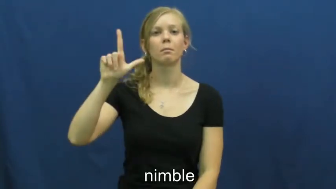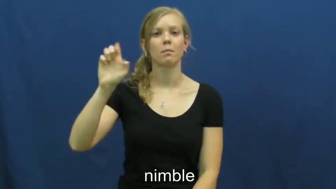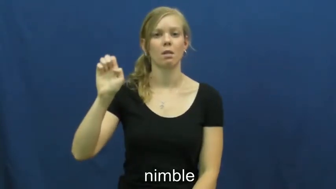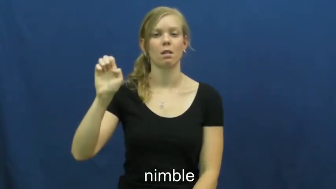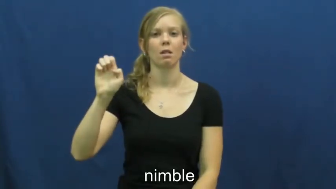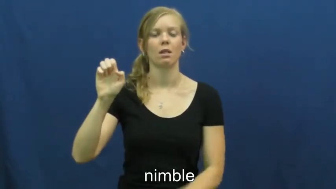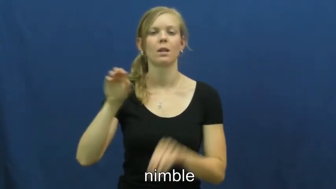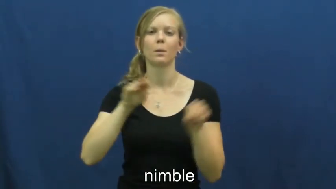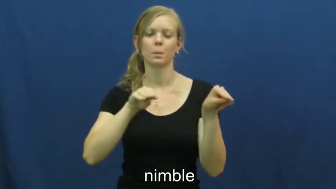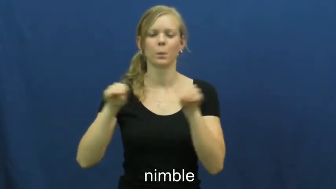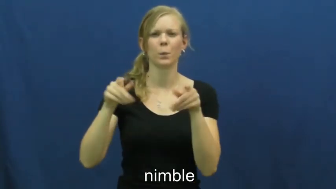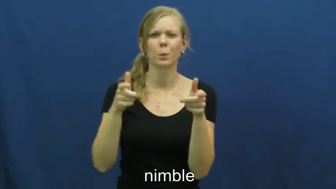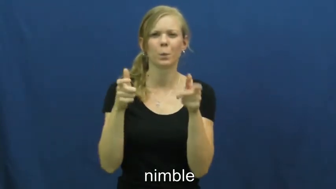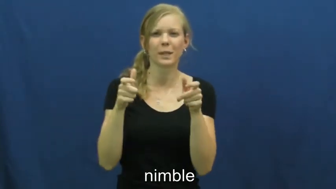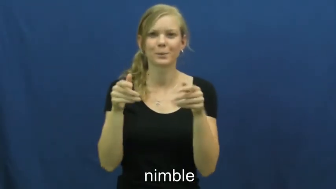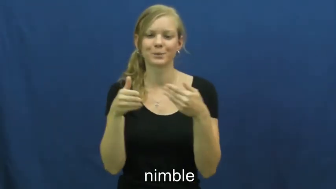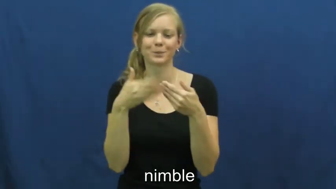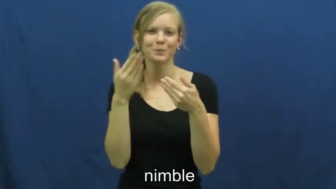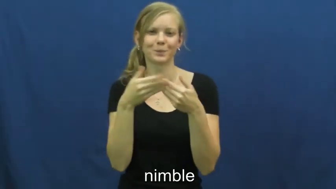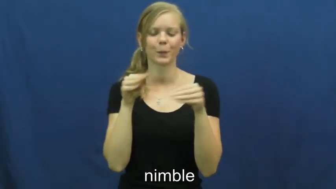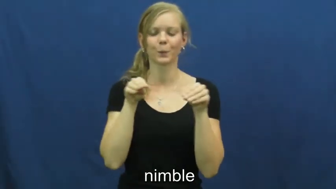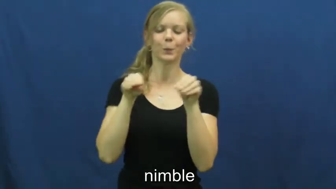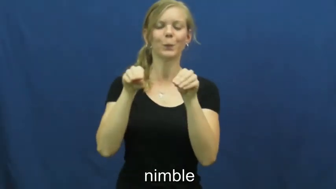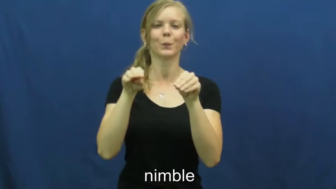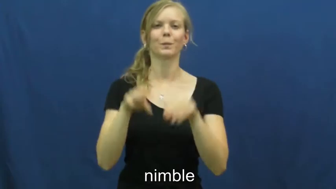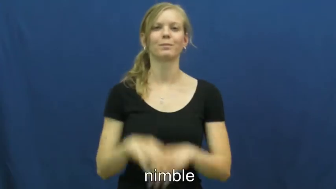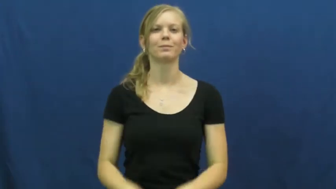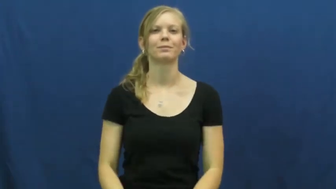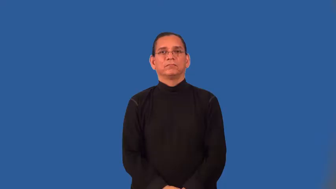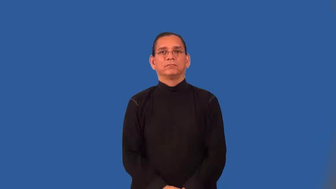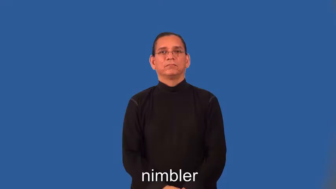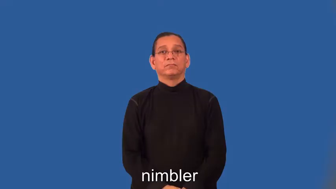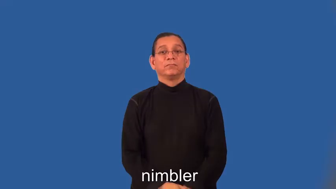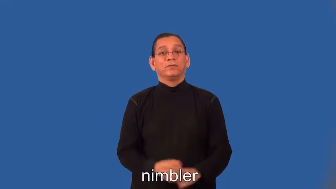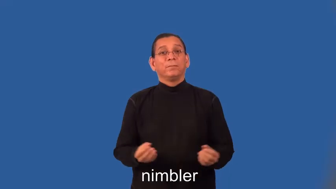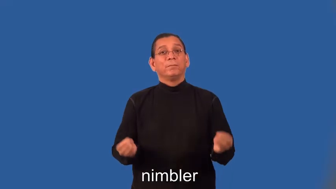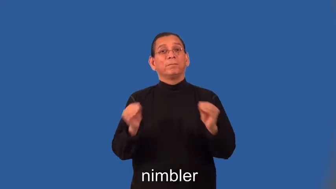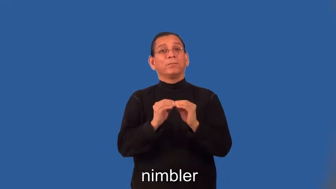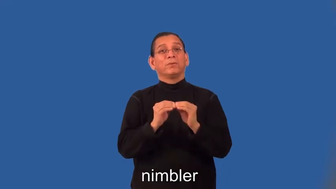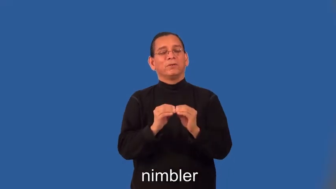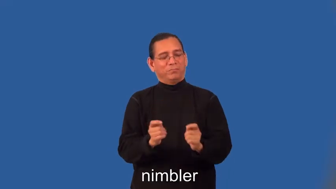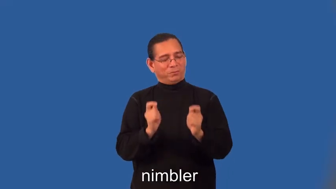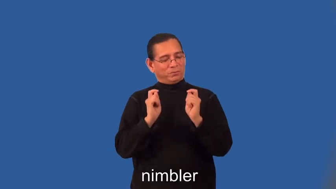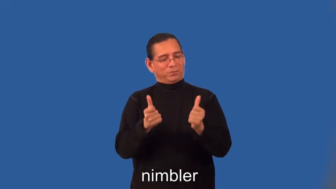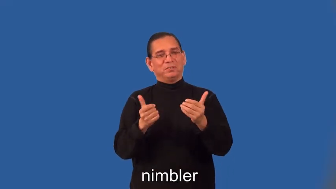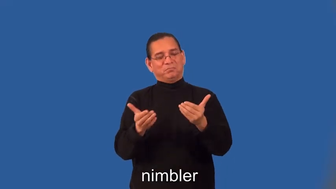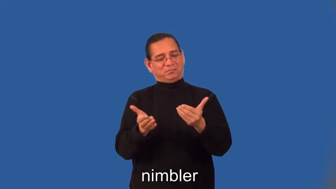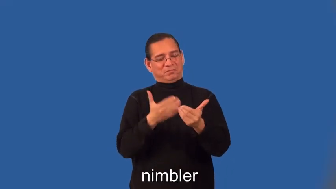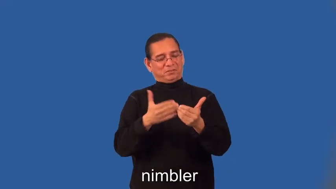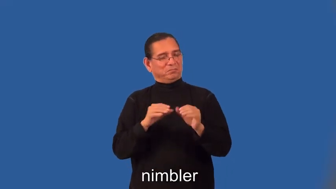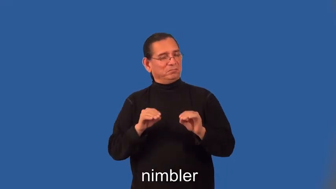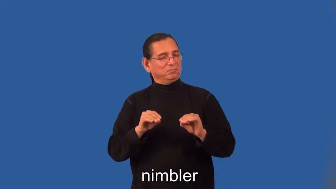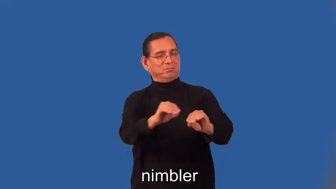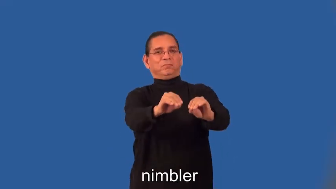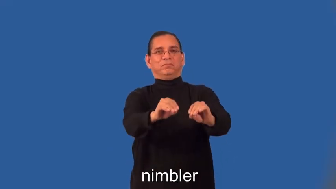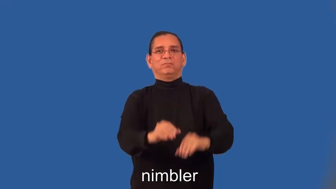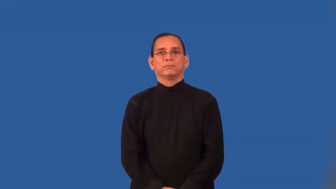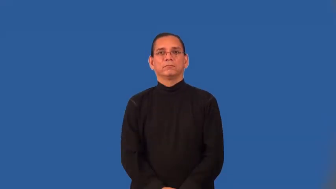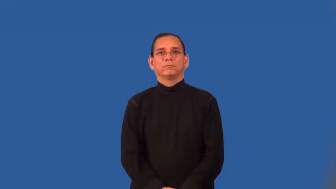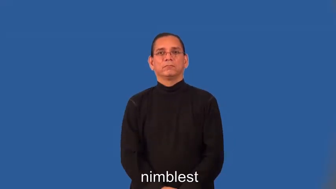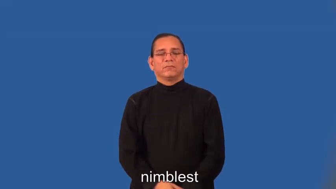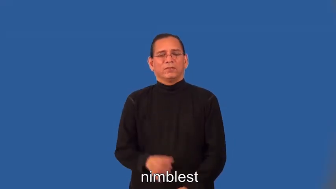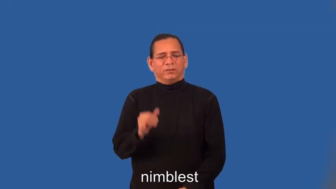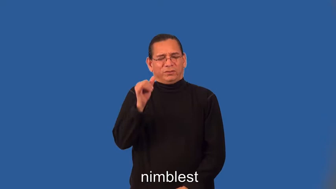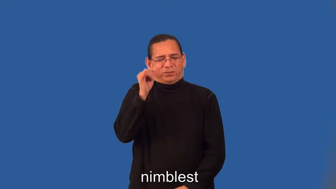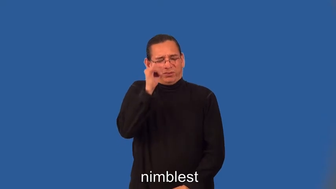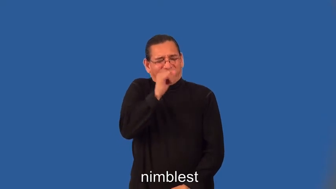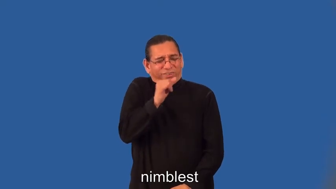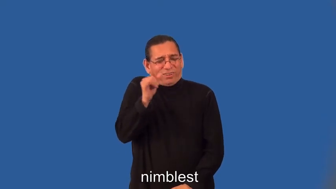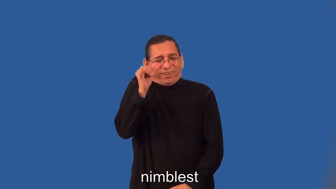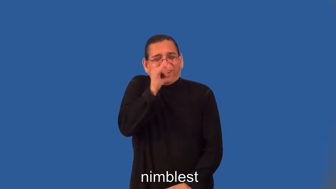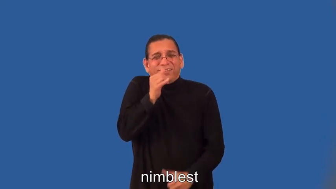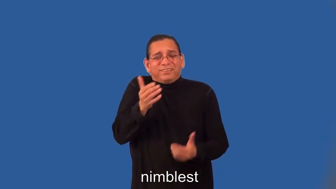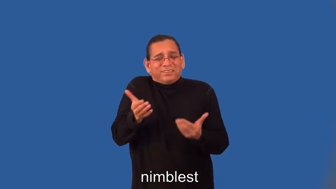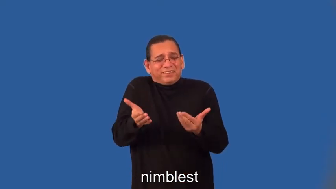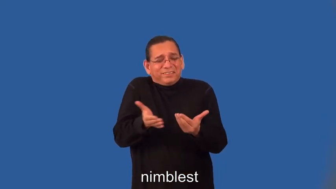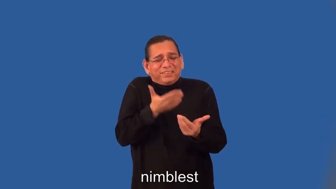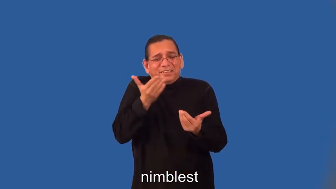nimbler,nimblest